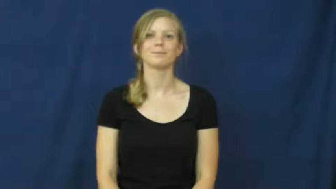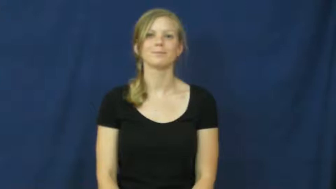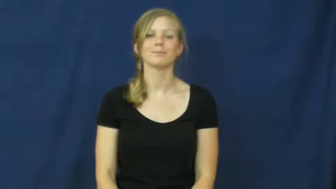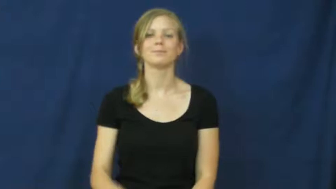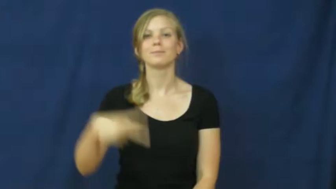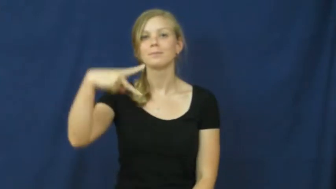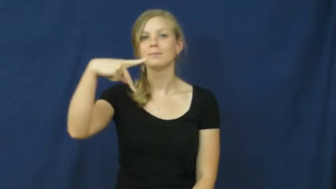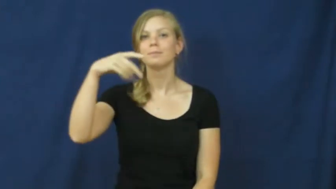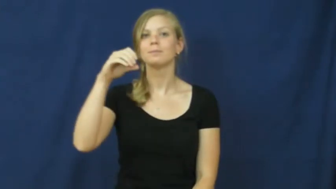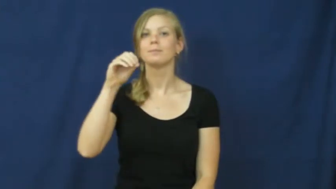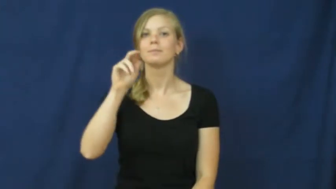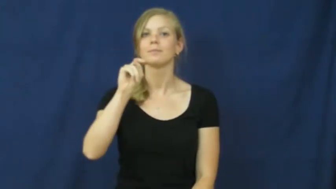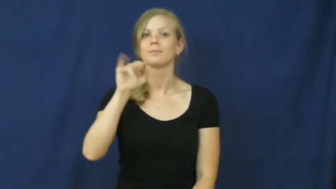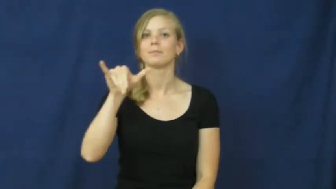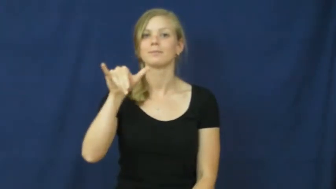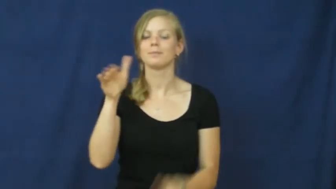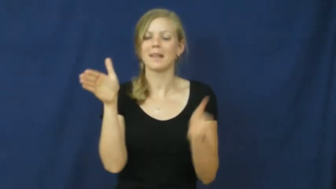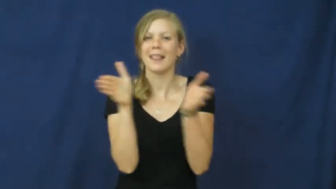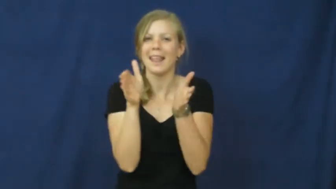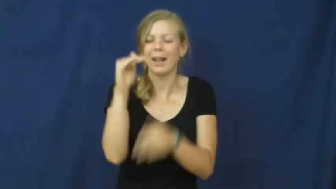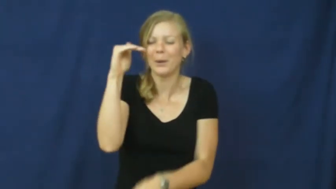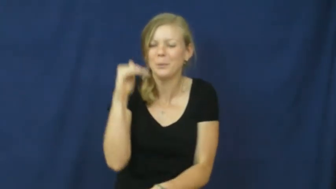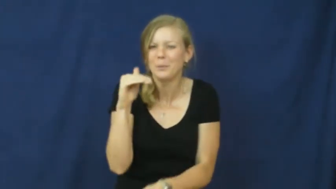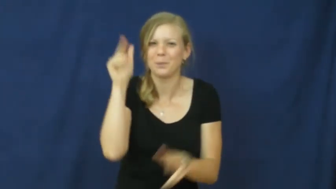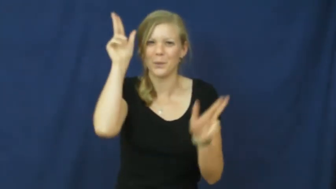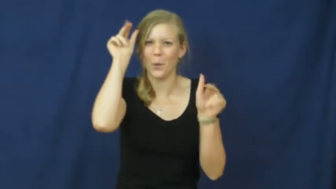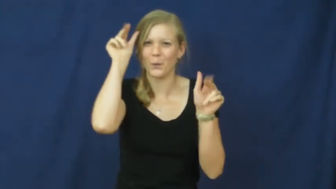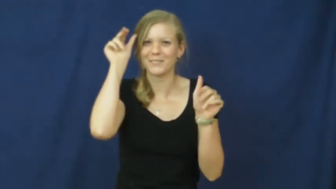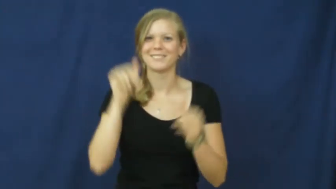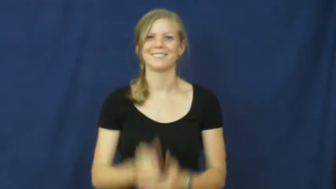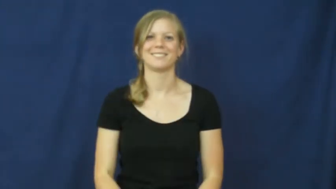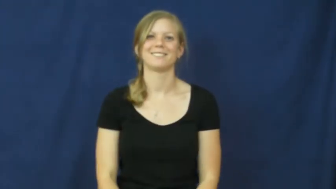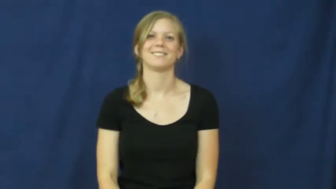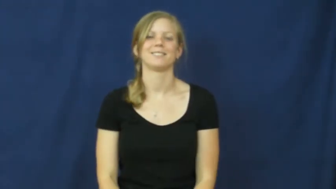pony